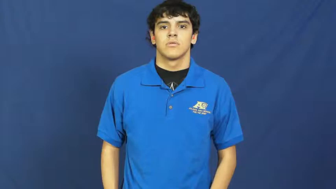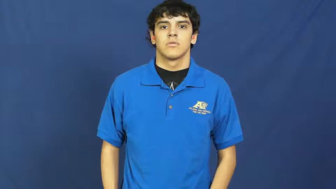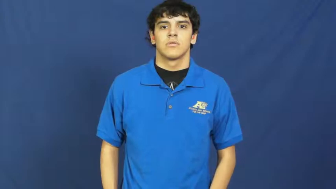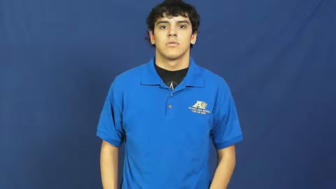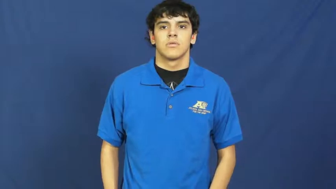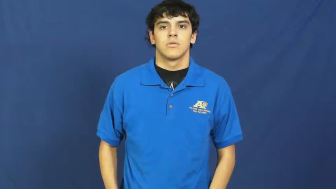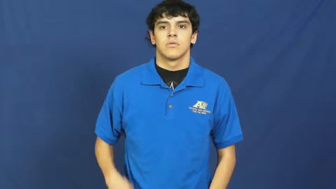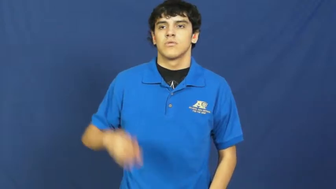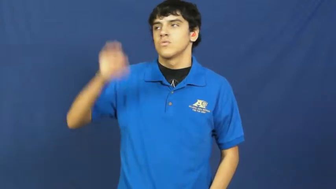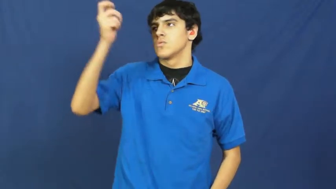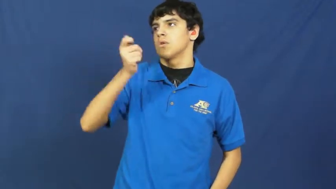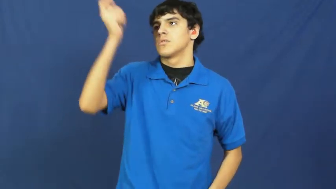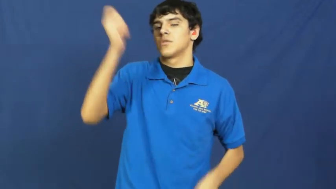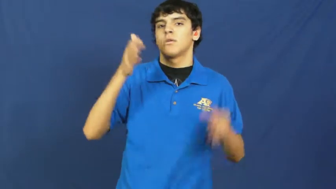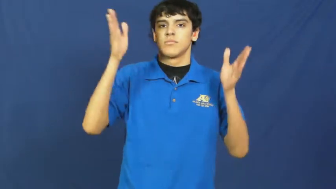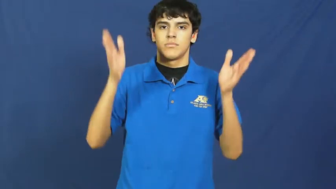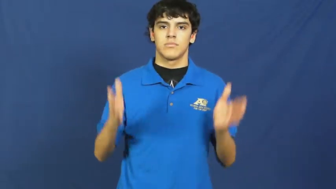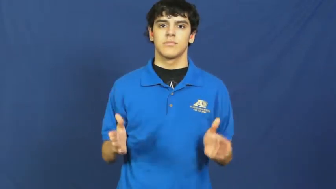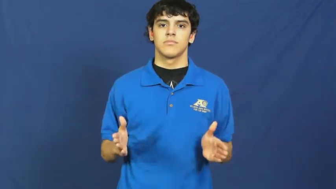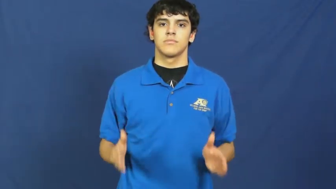subscriber